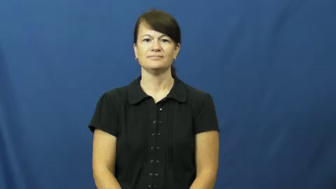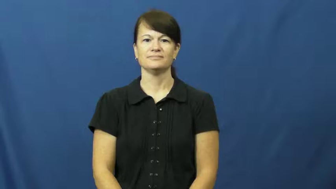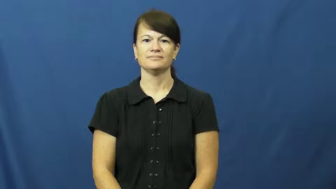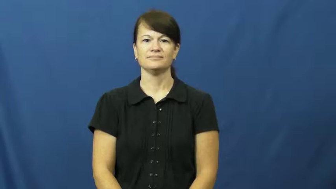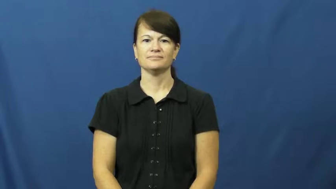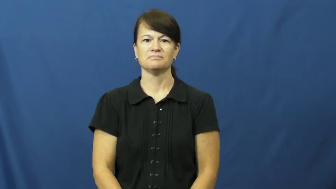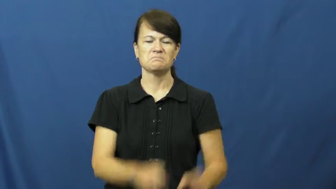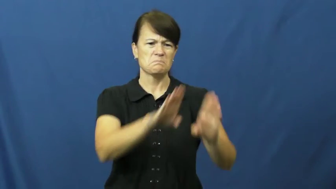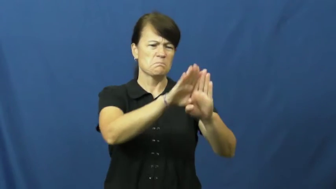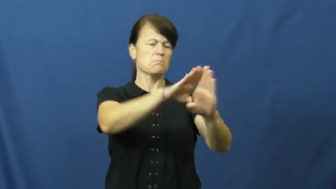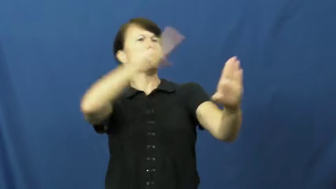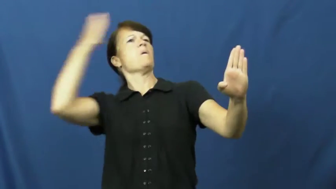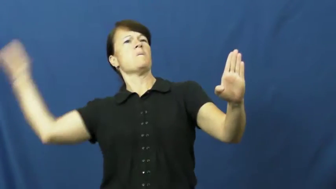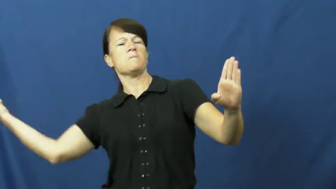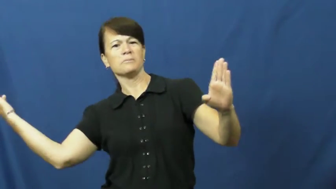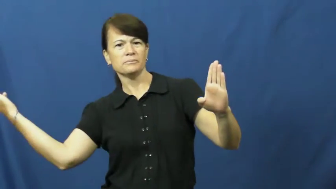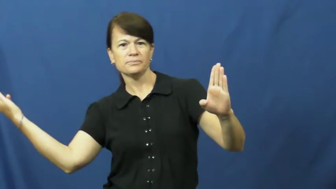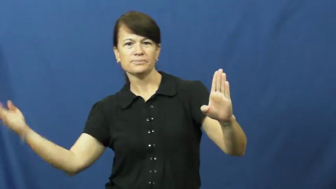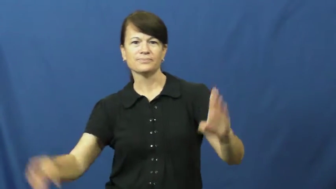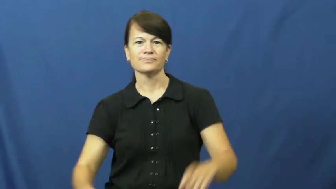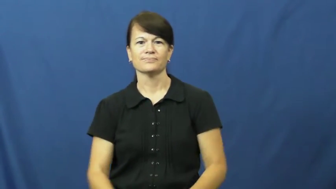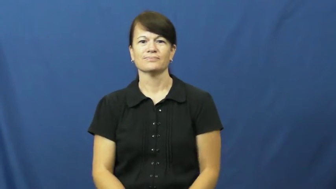flew open